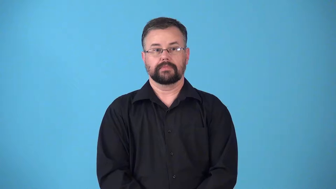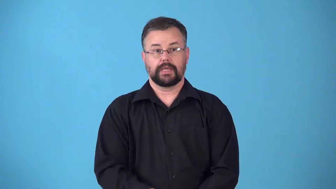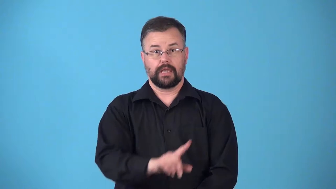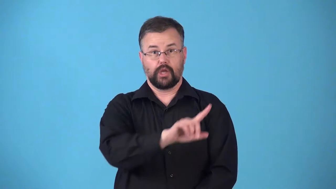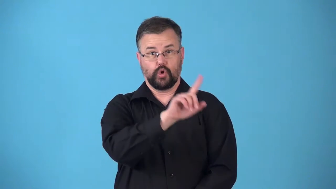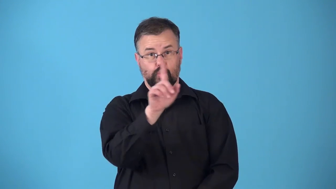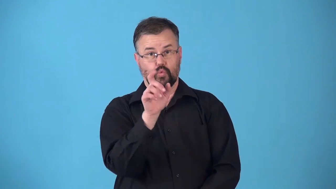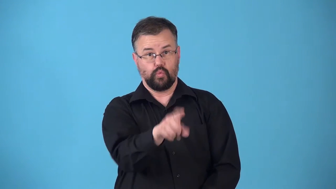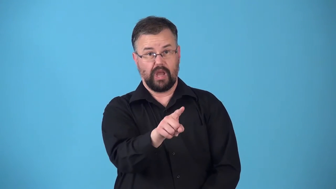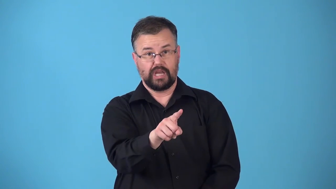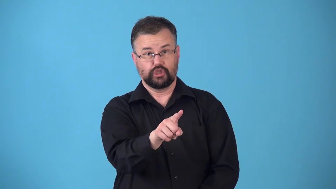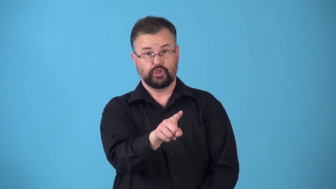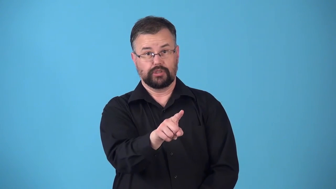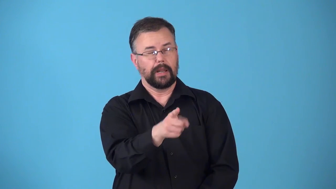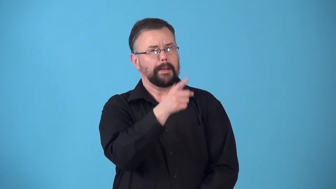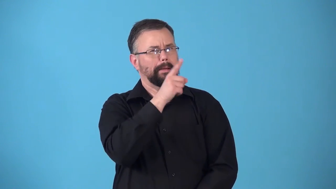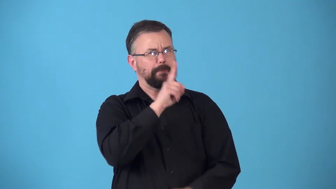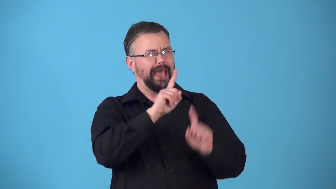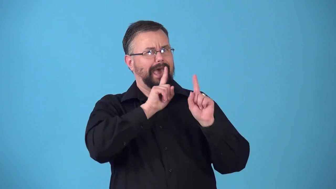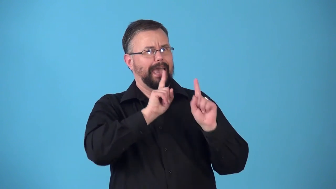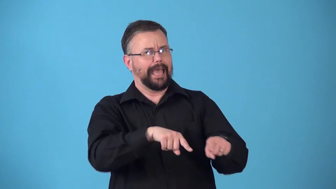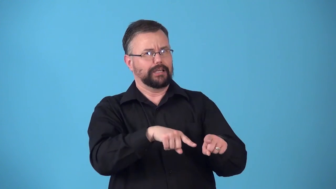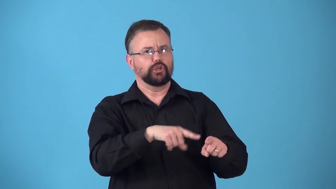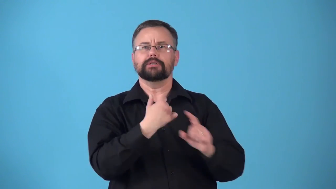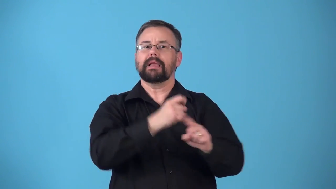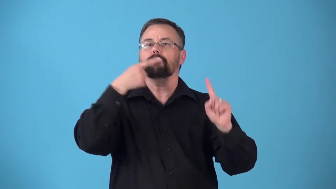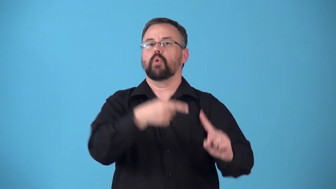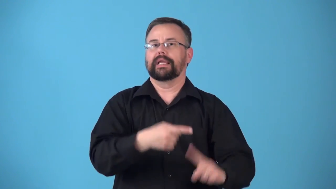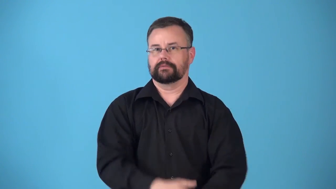rhetorical question